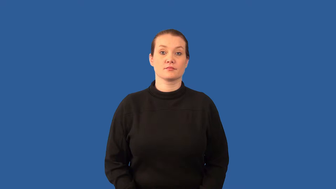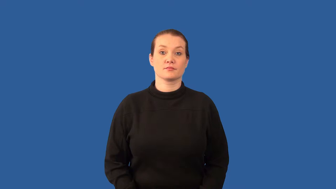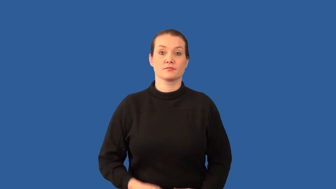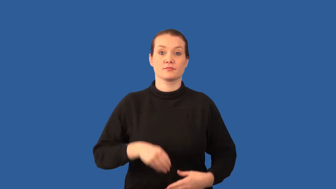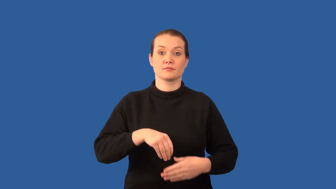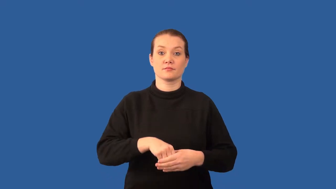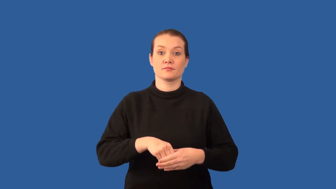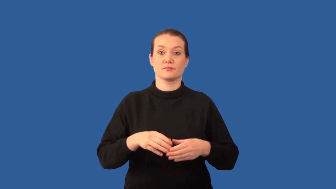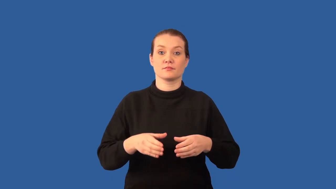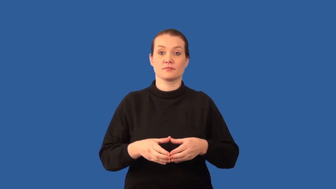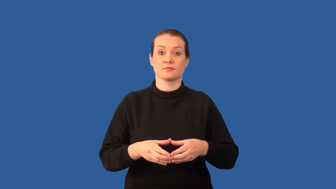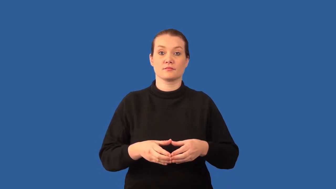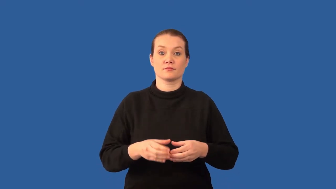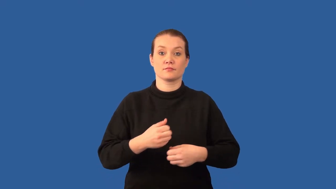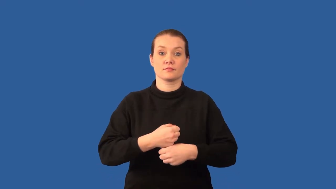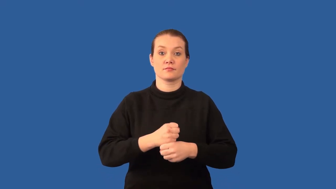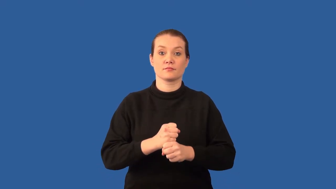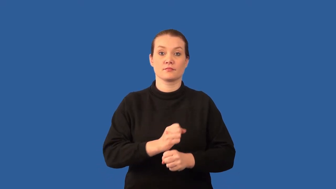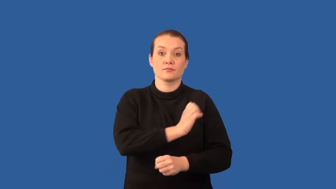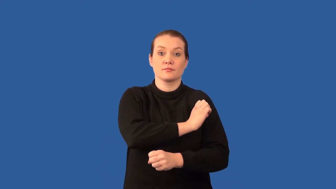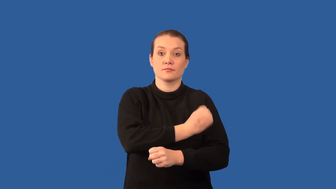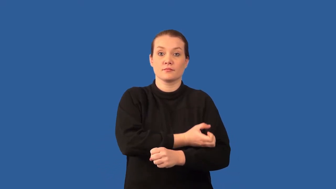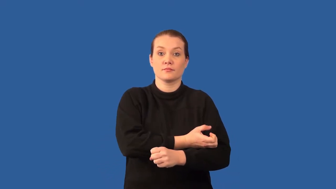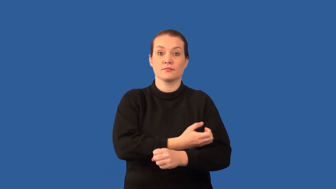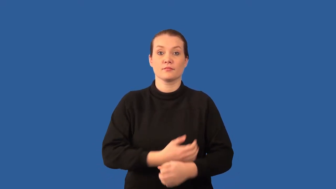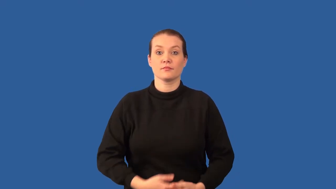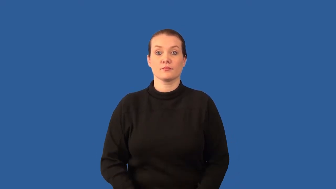mitochondria